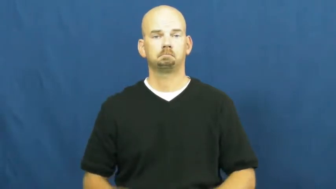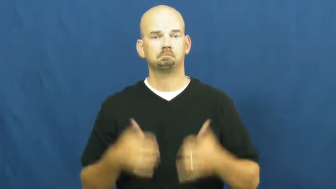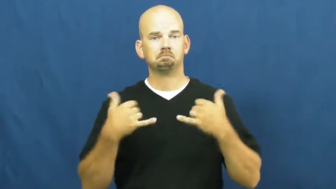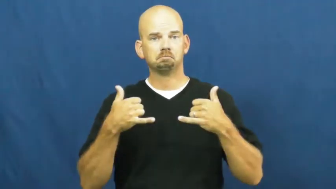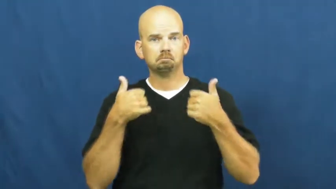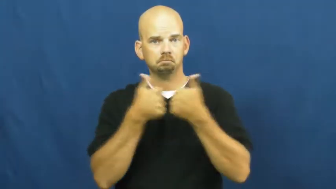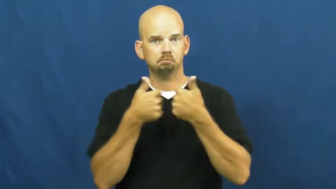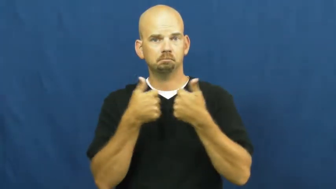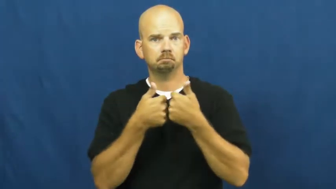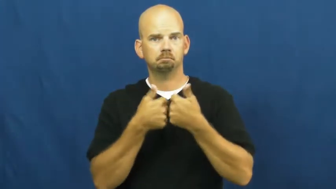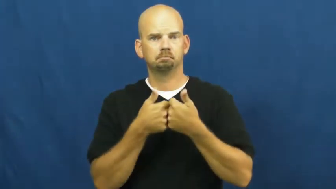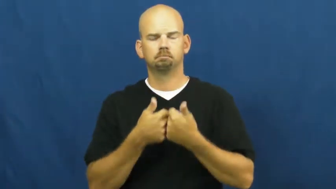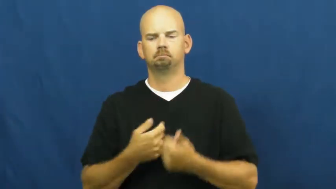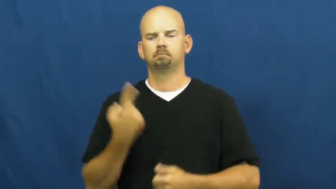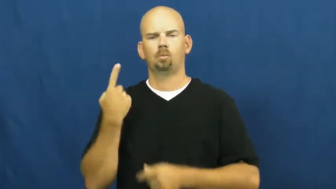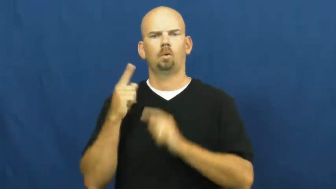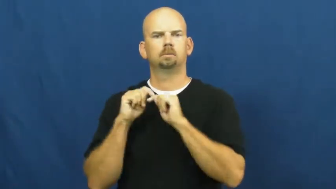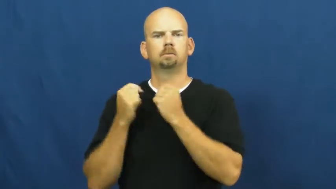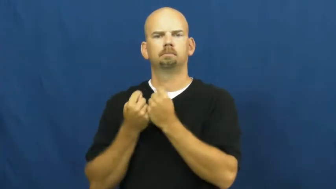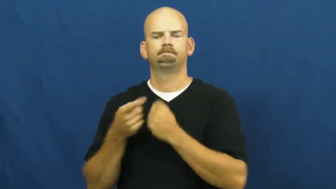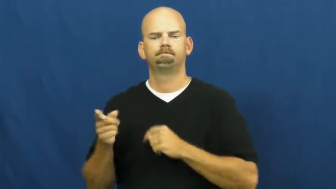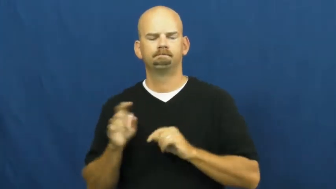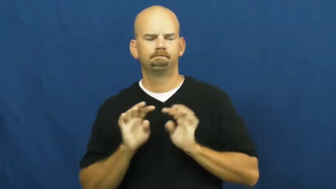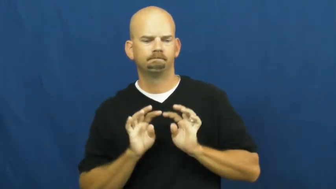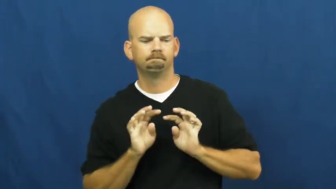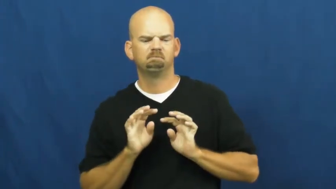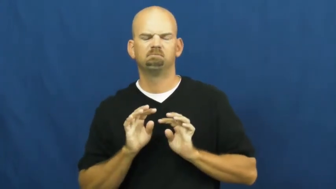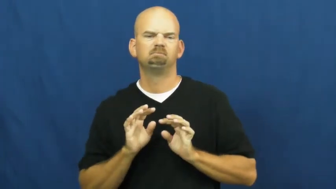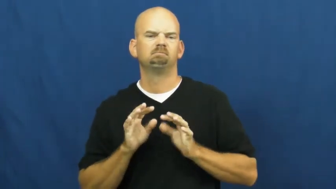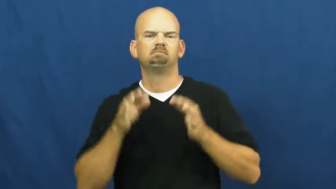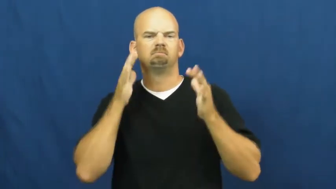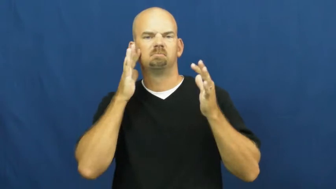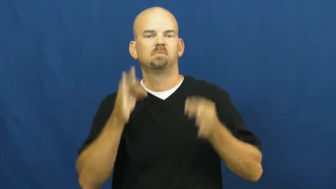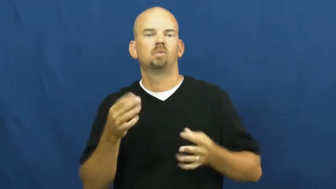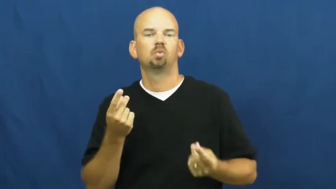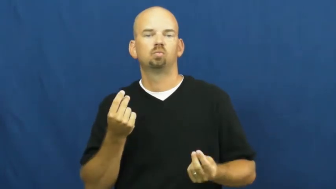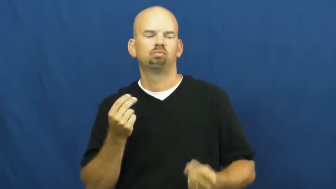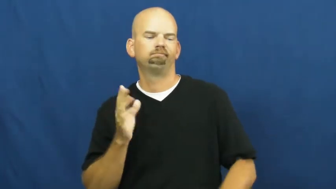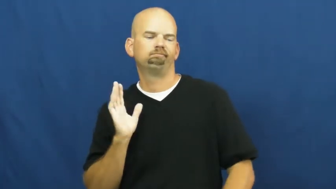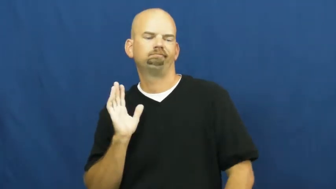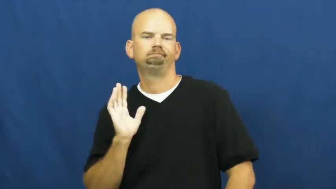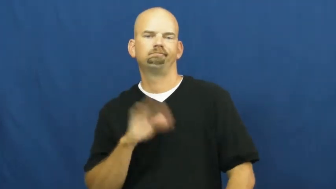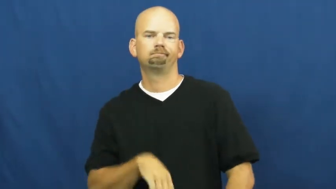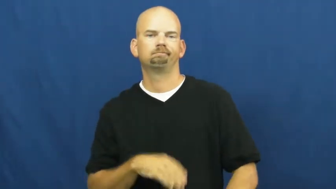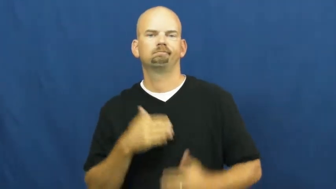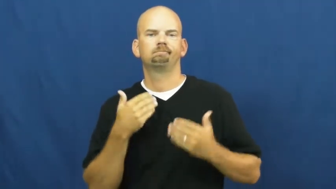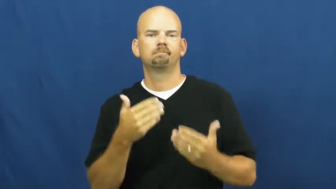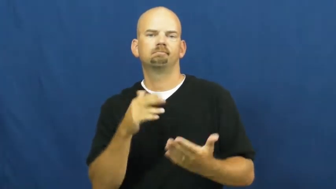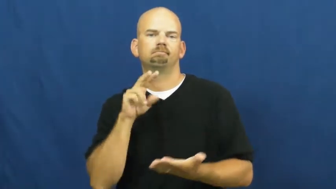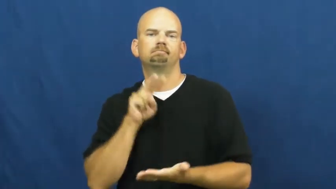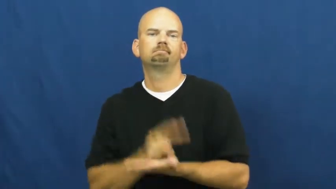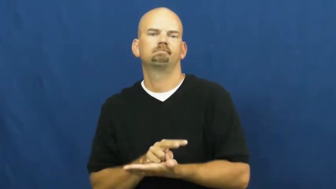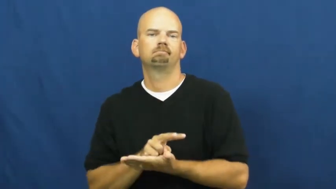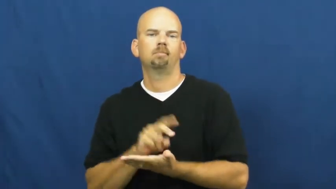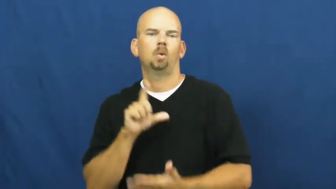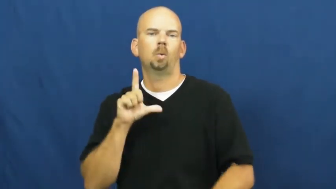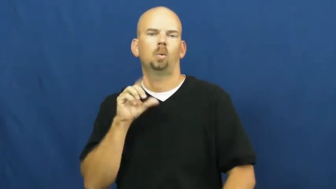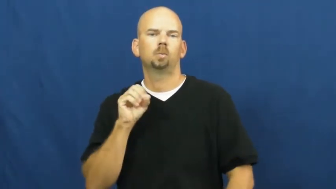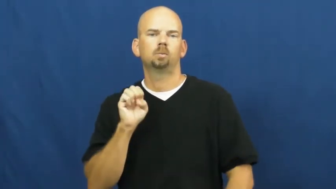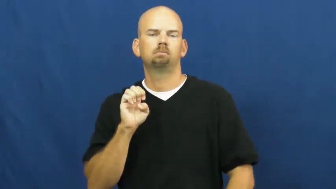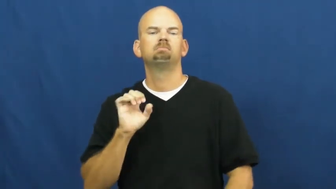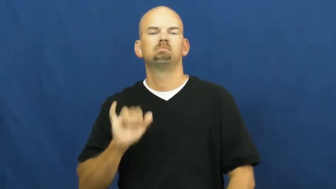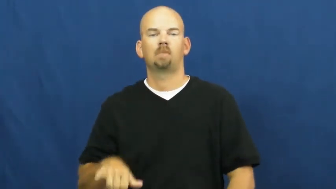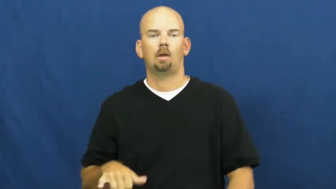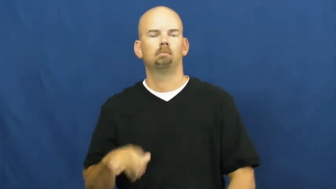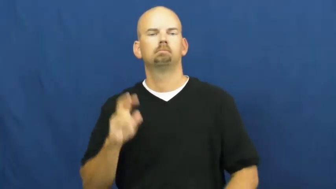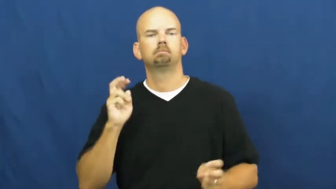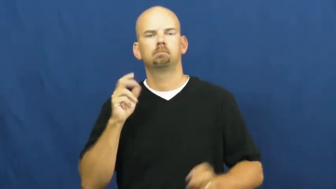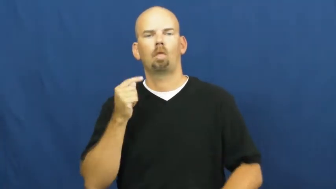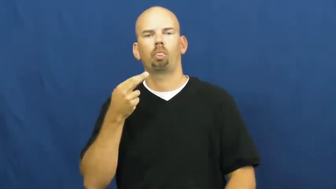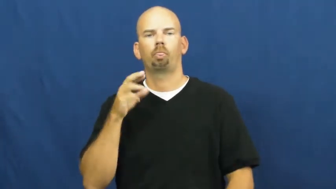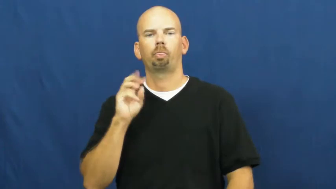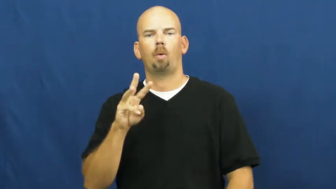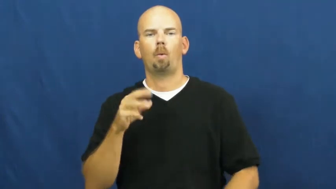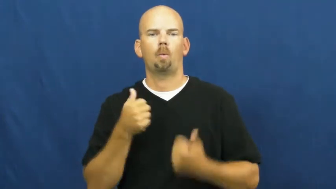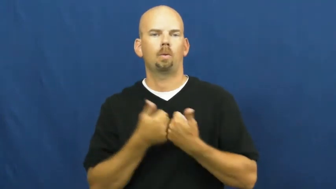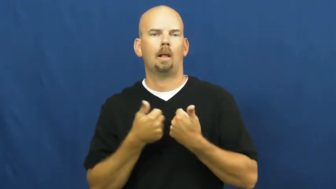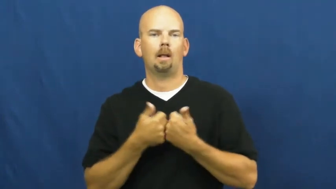throw-game